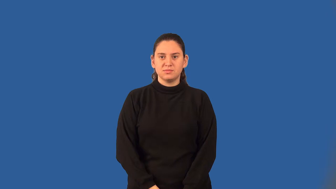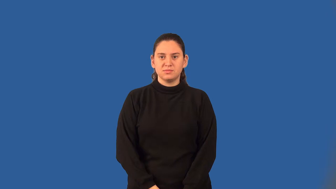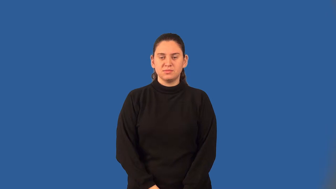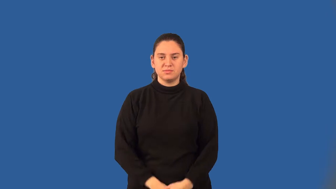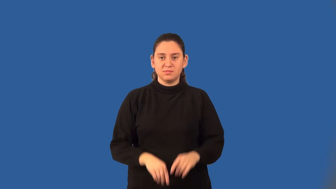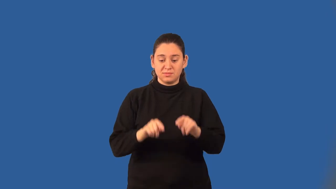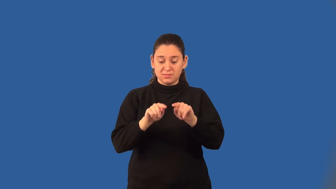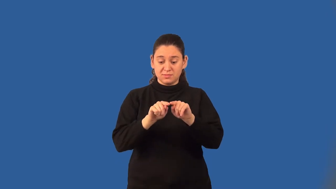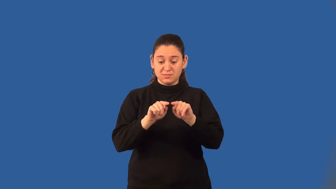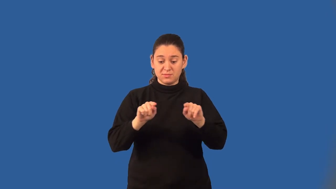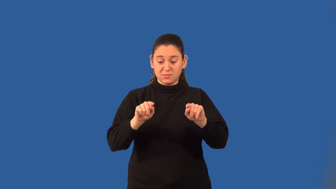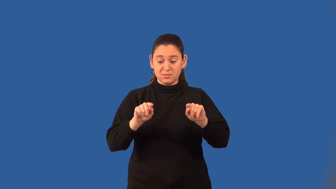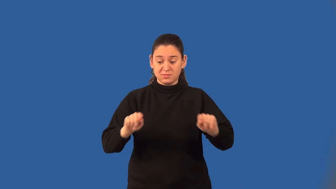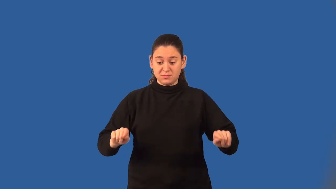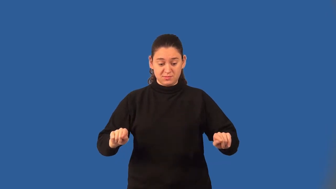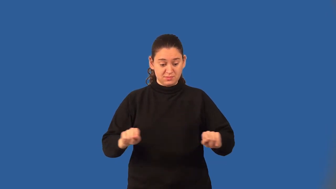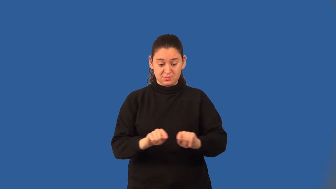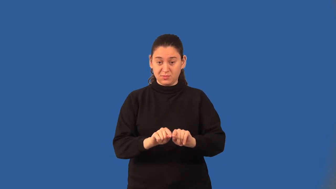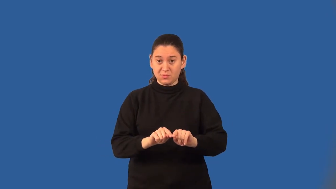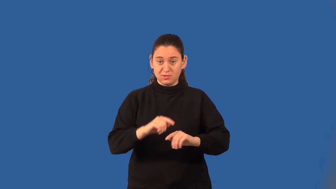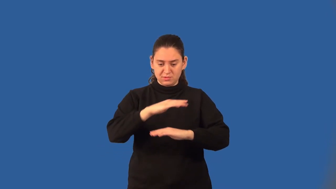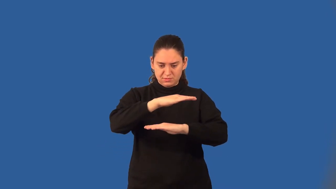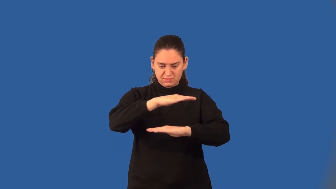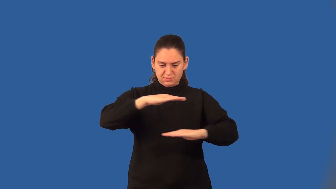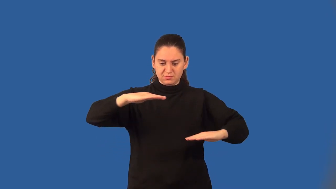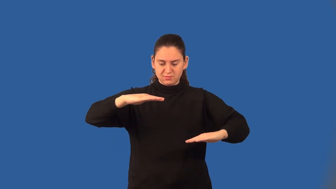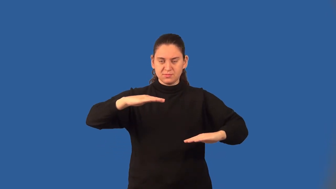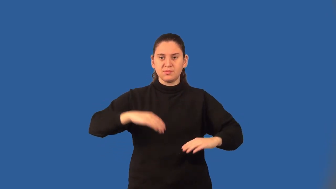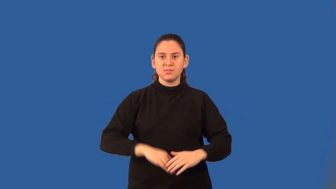bases of a trapezoid